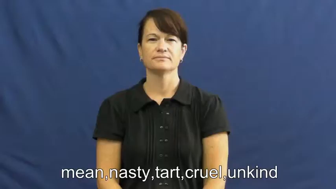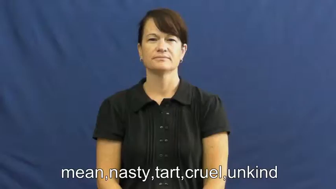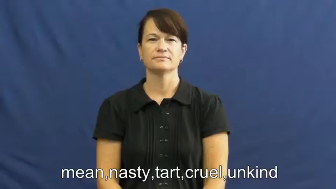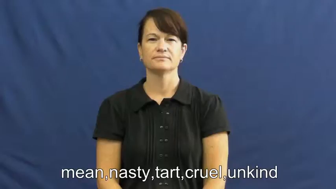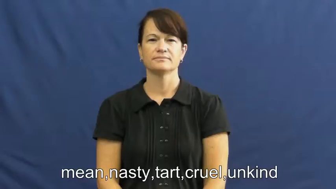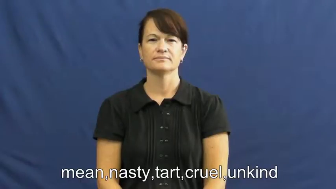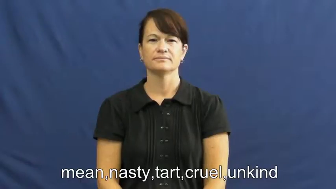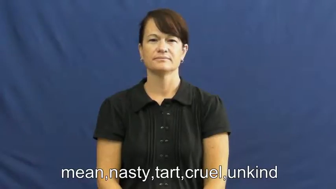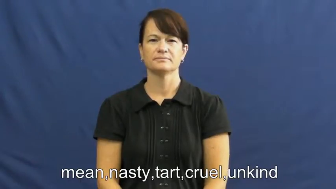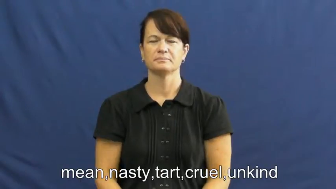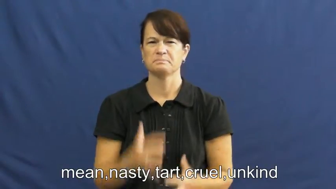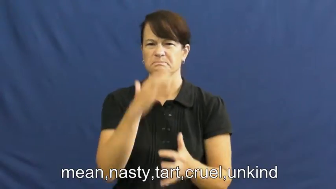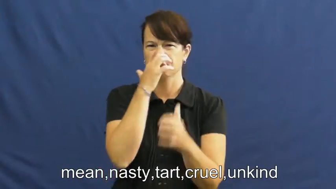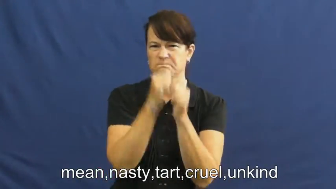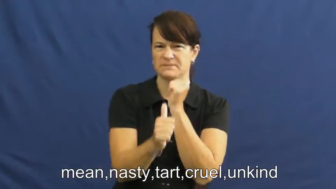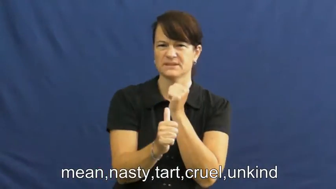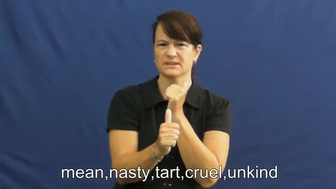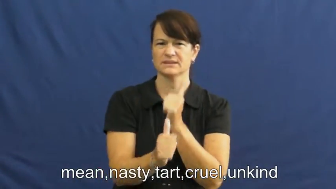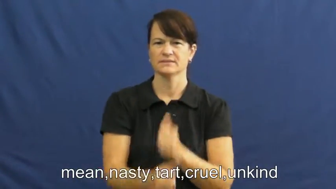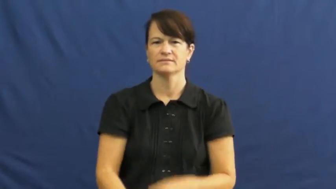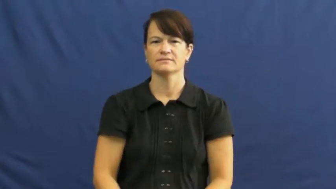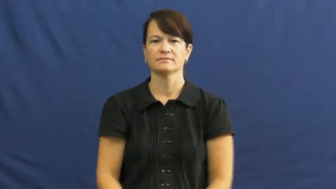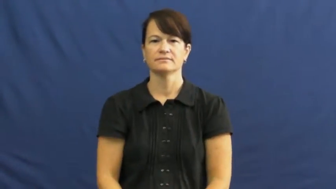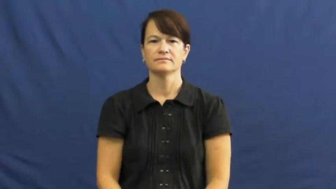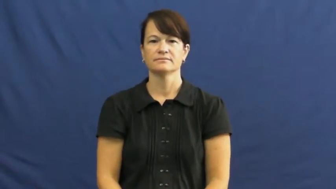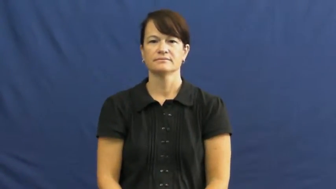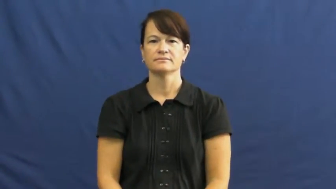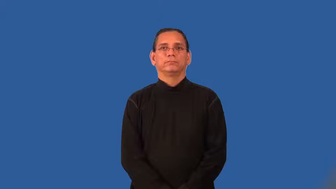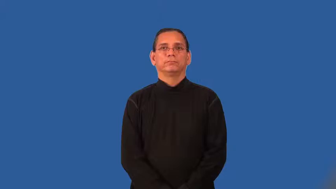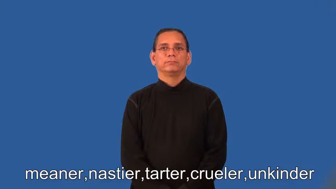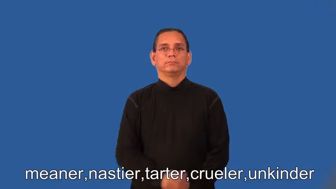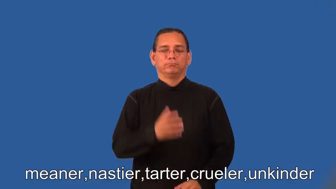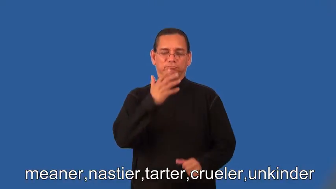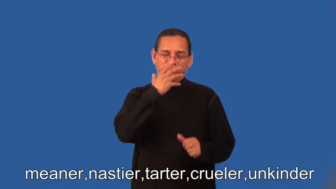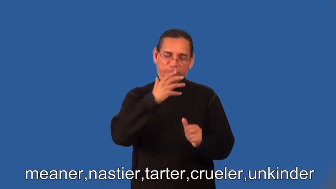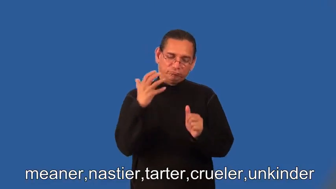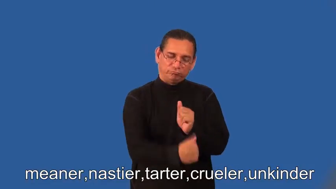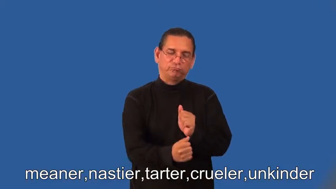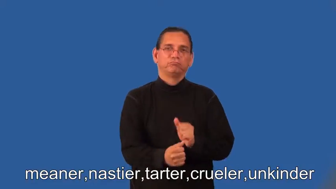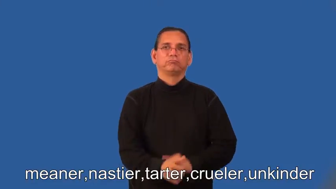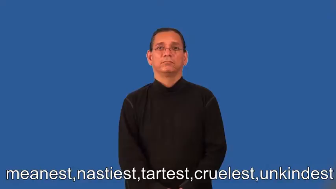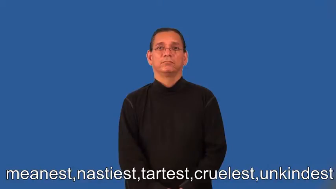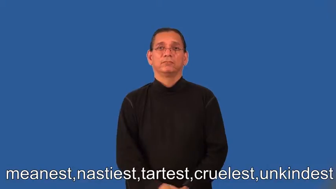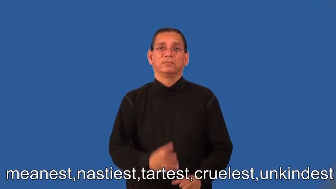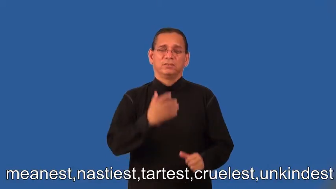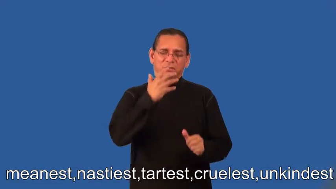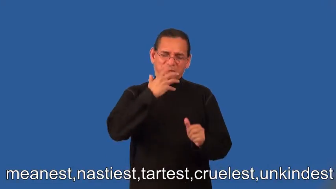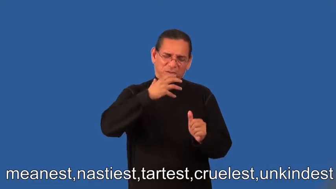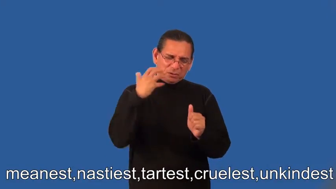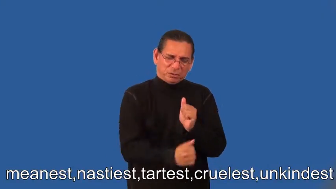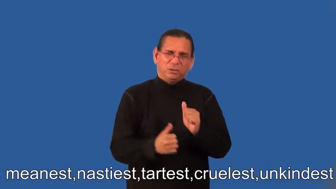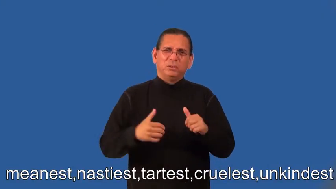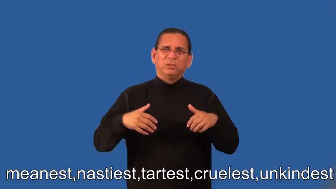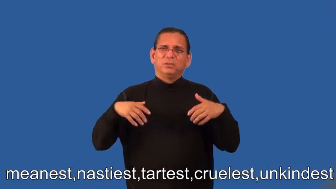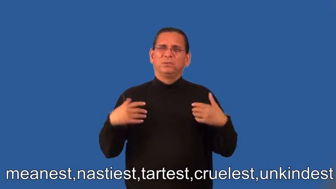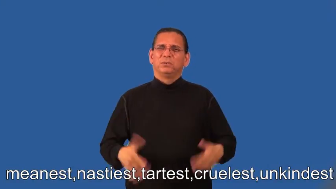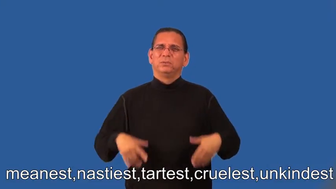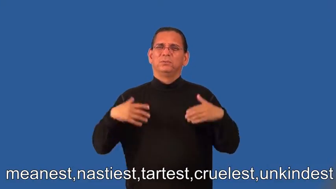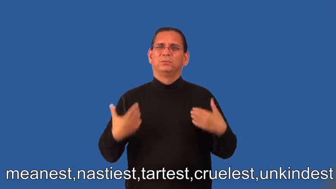meaner,nastier,tarter,crueler,unkinder,meanest,nastiest,tartest,cruelest,unkindest